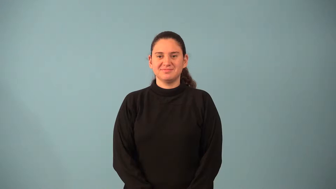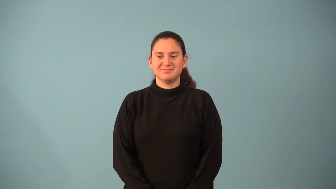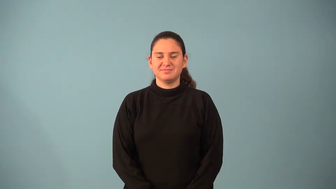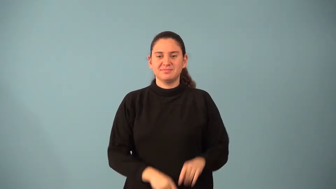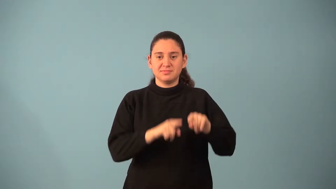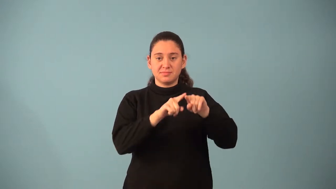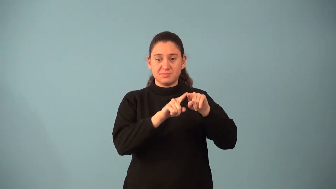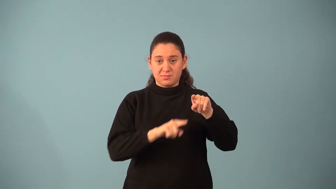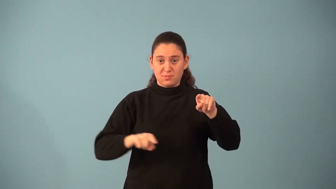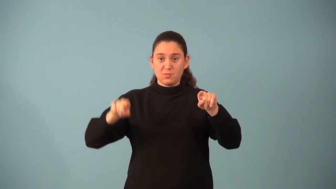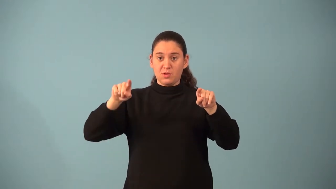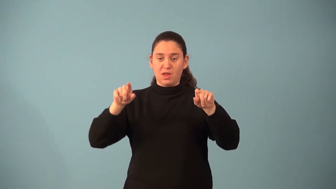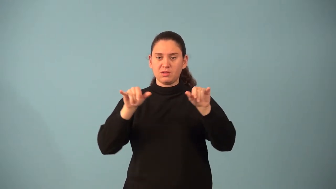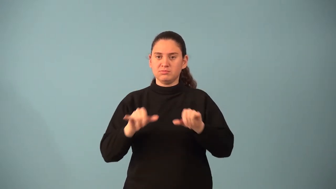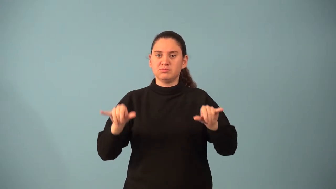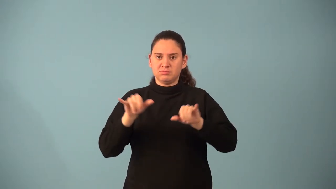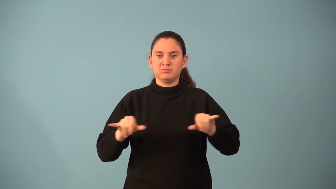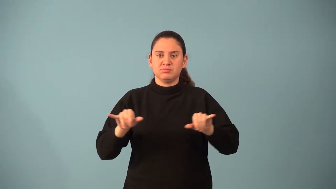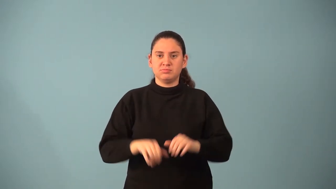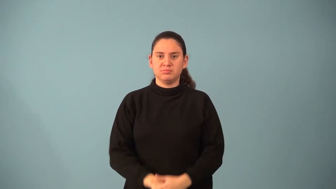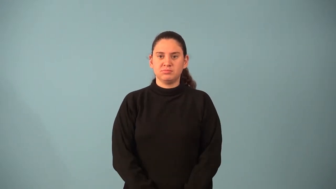parabola